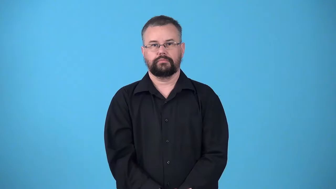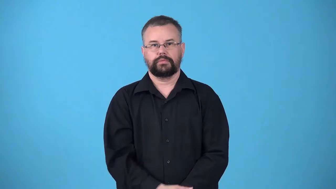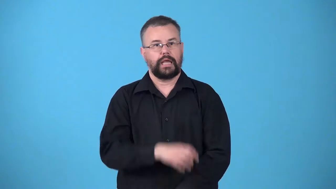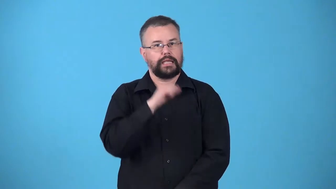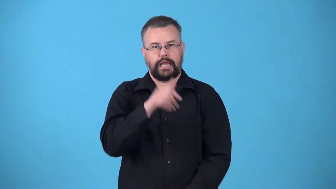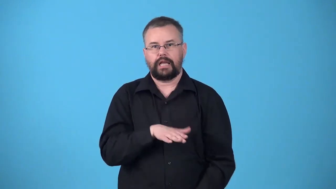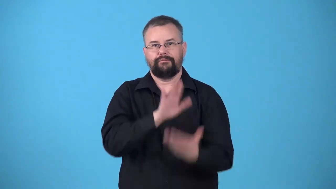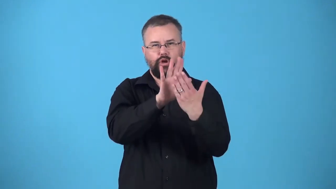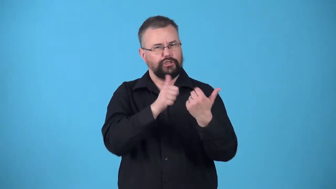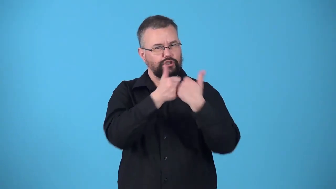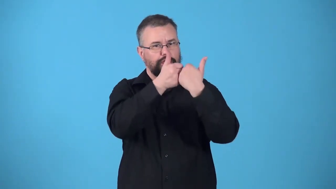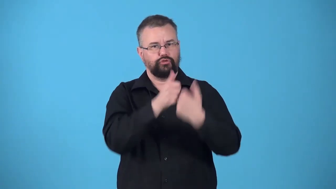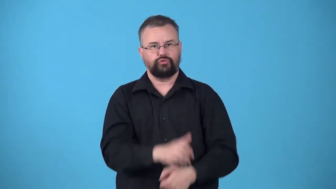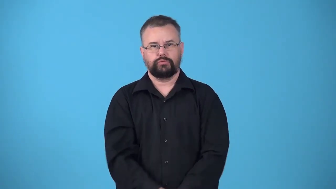unchallenged